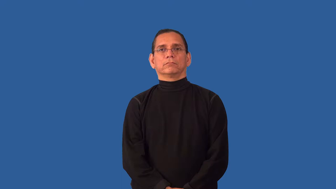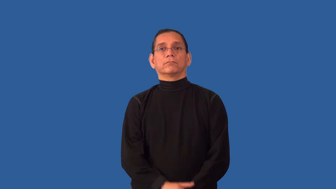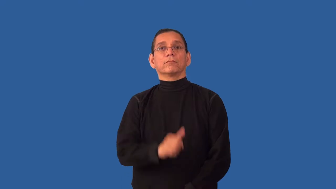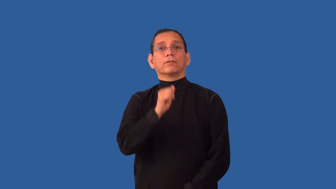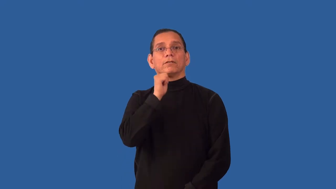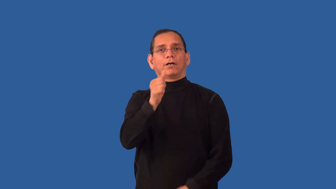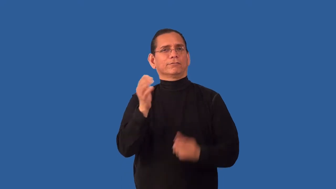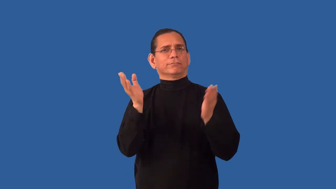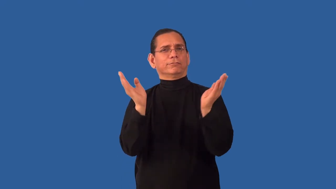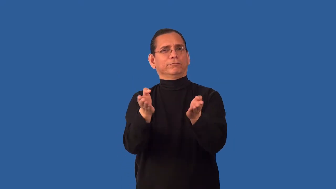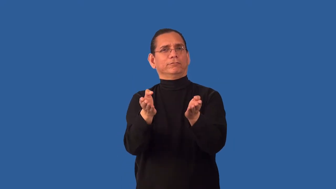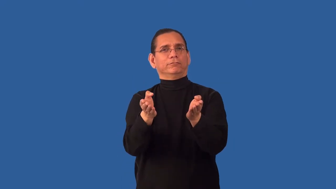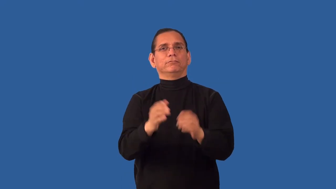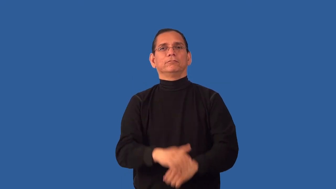unconvincingly